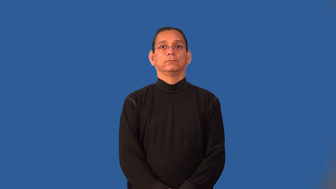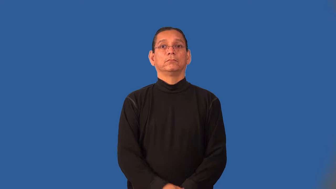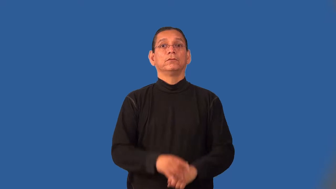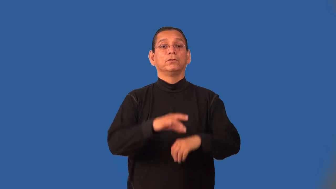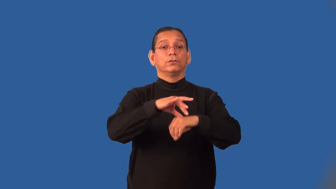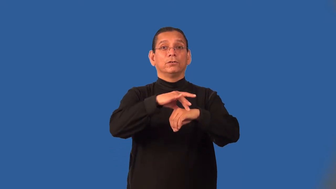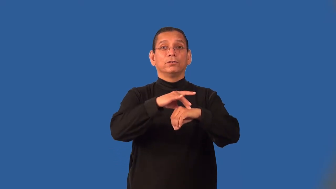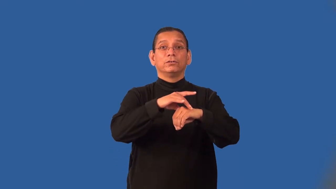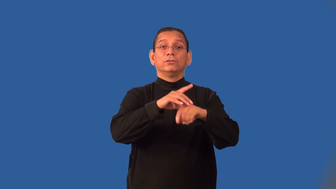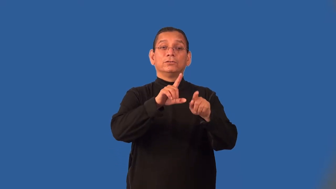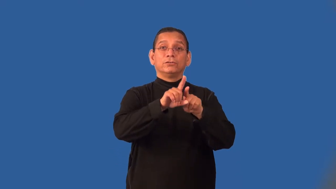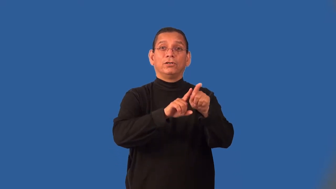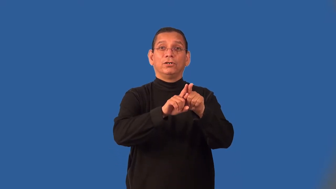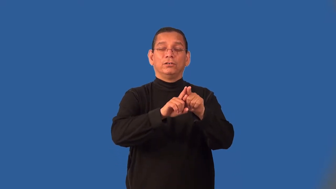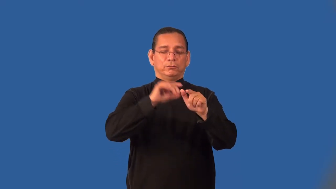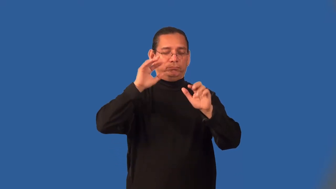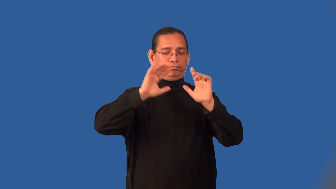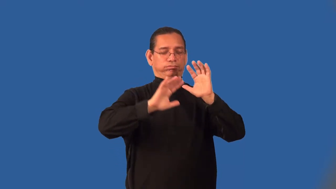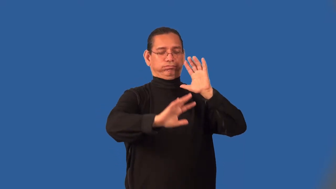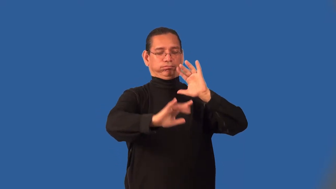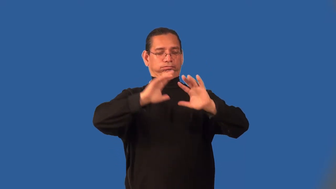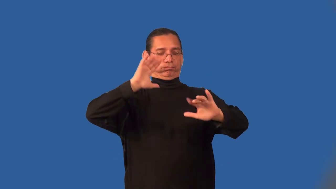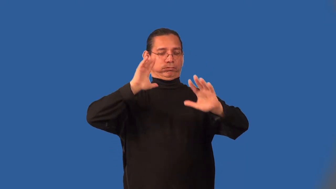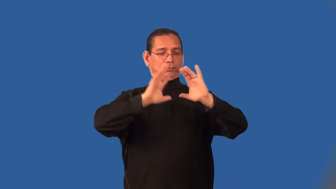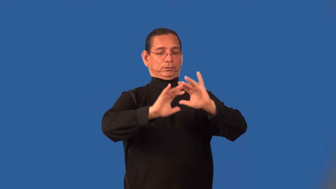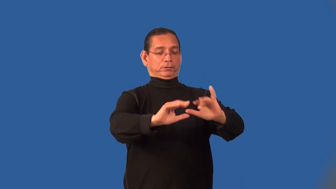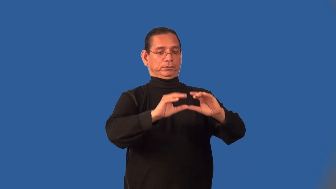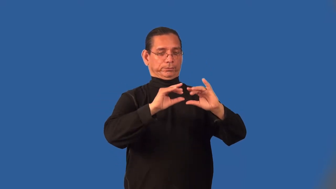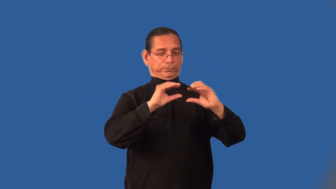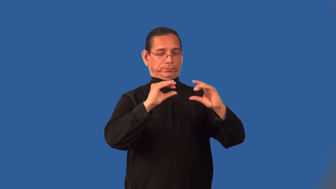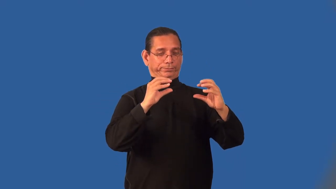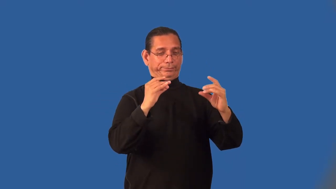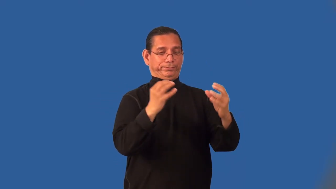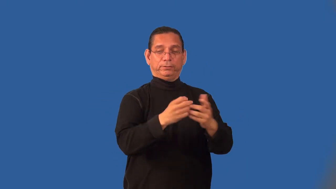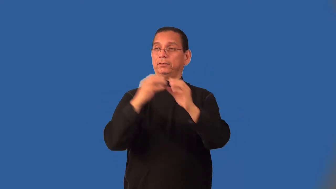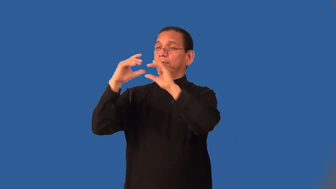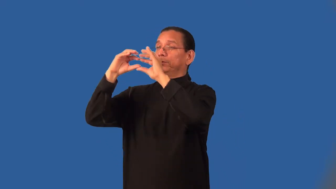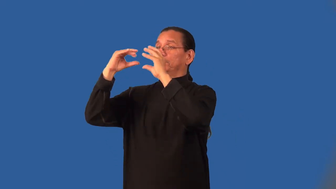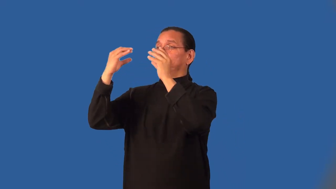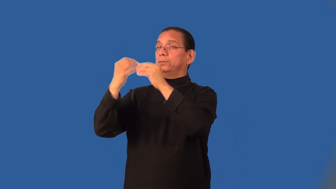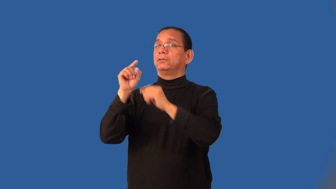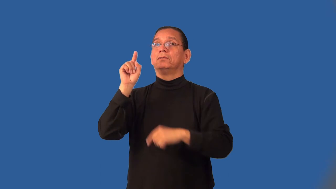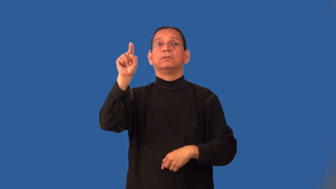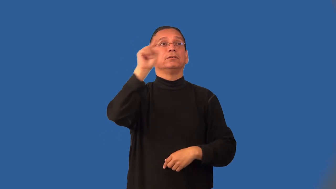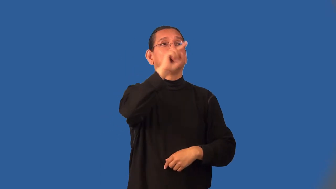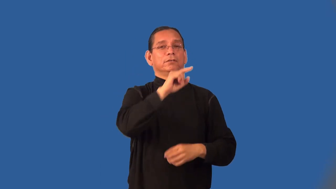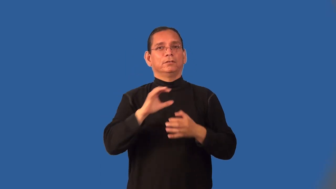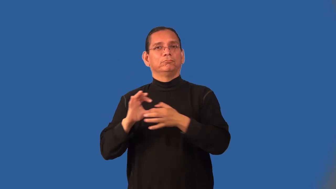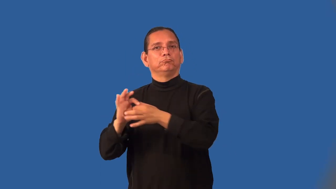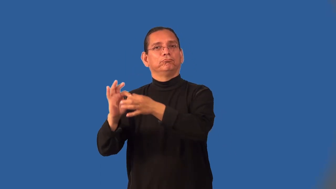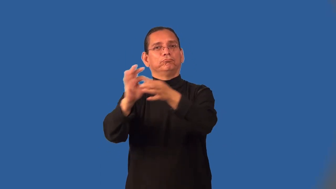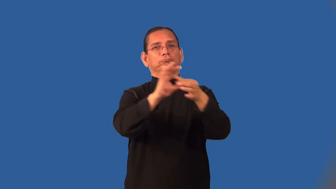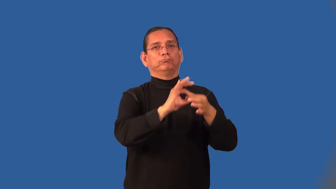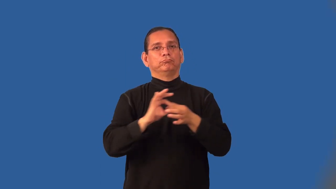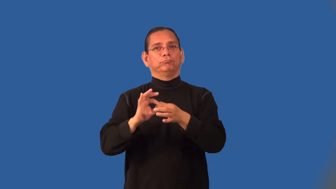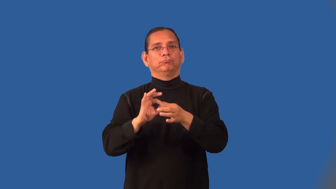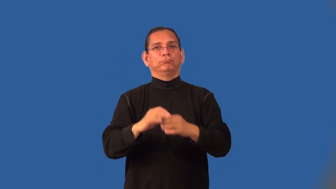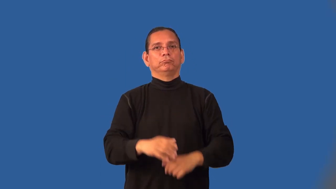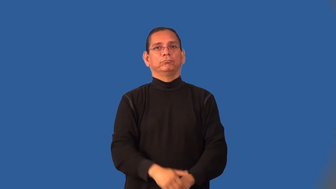intergalatic